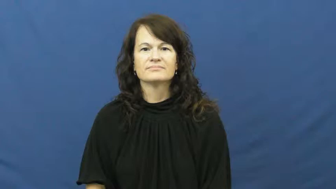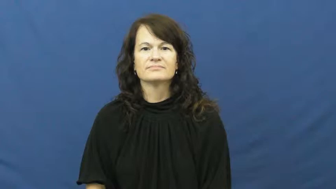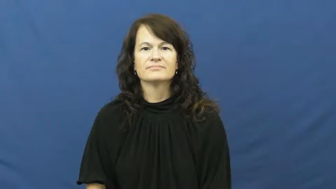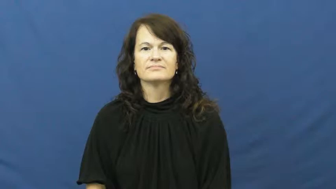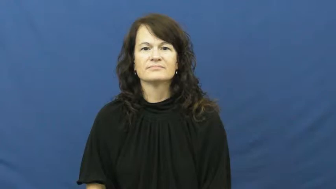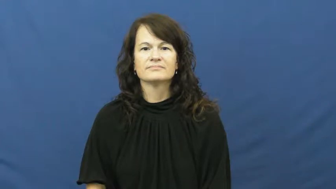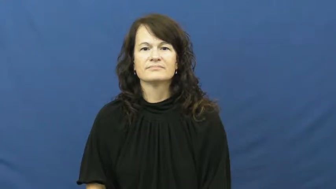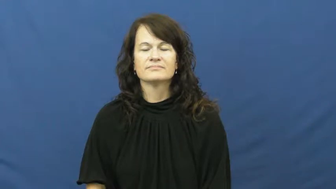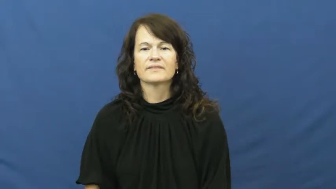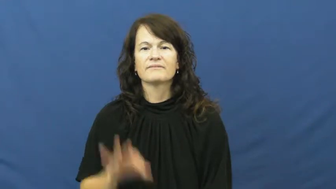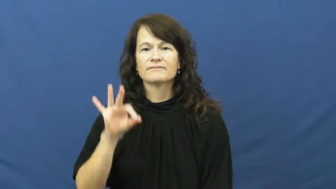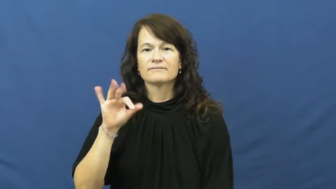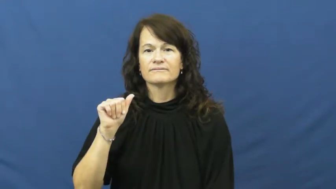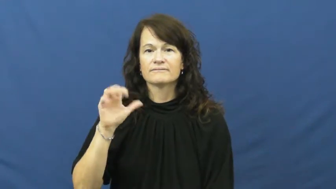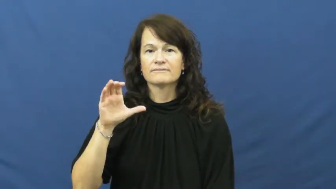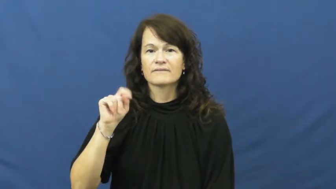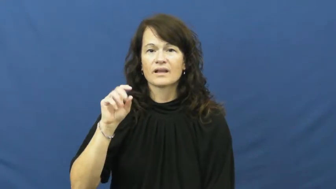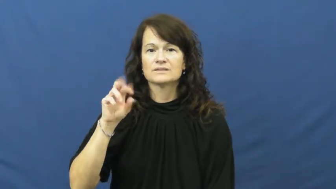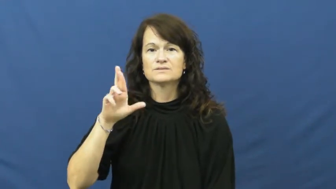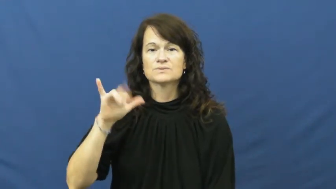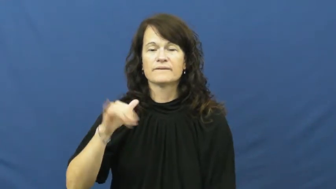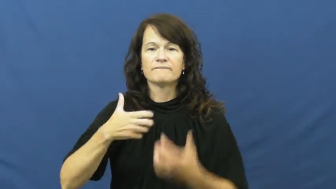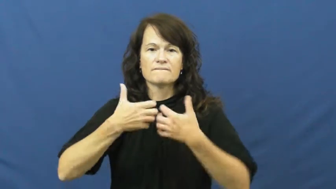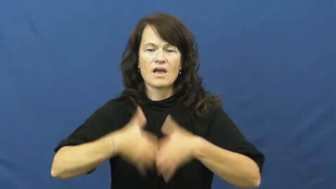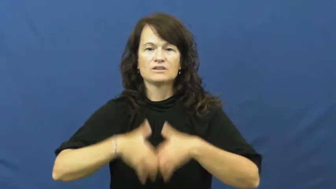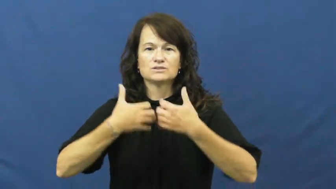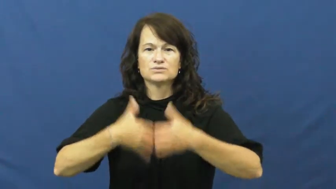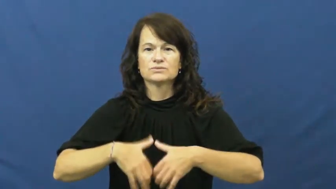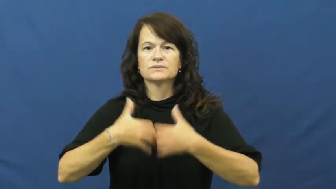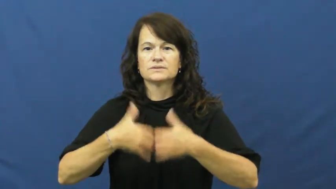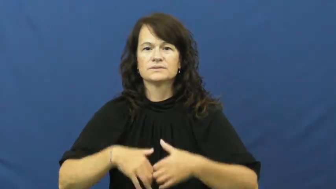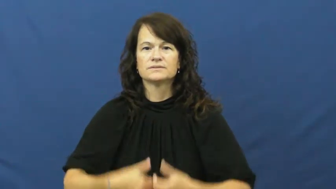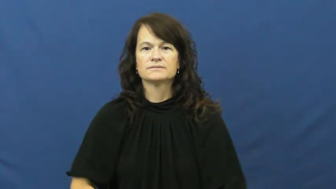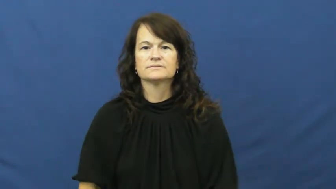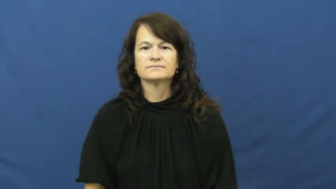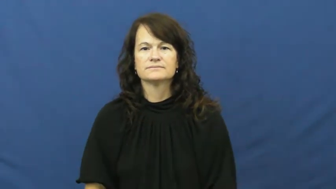factory